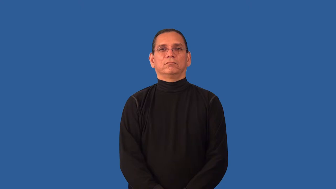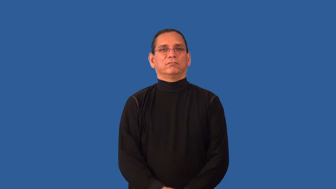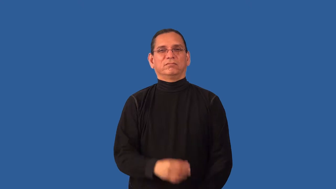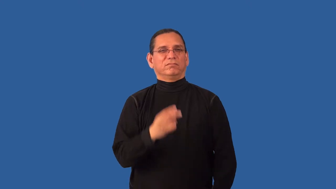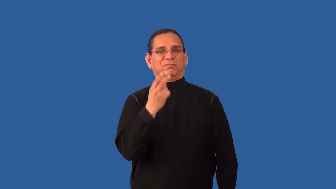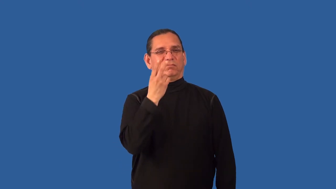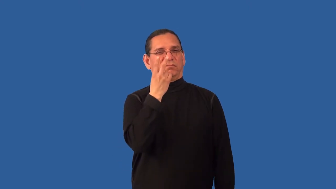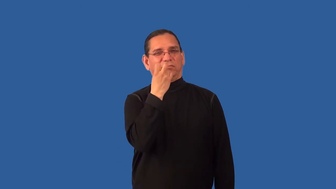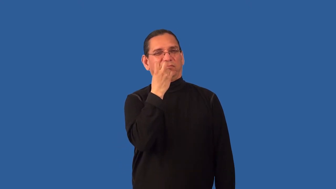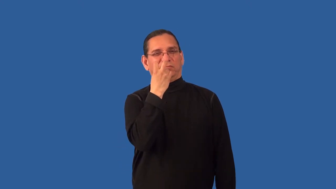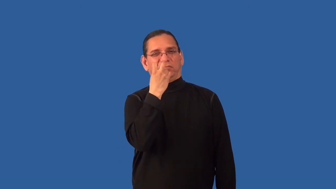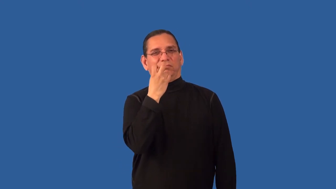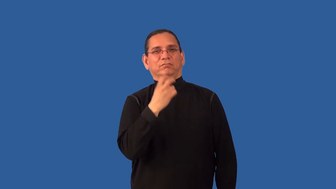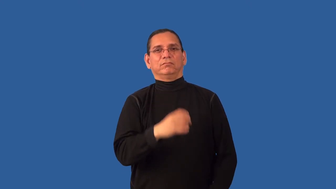disbelieve